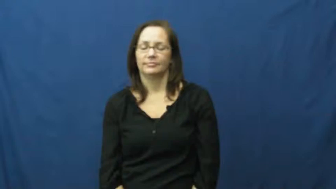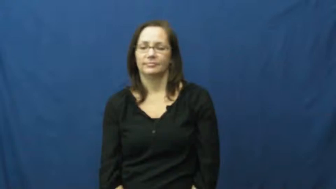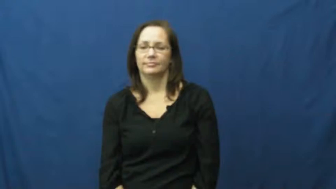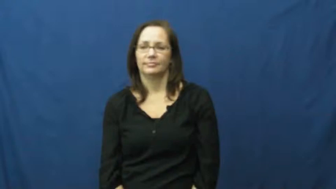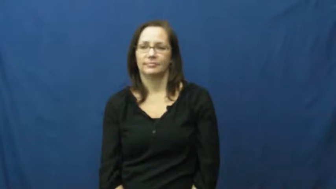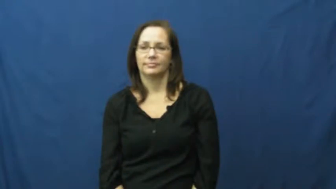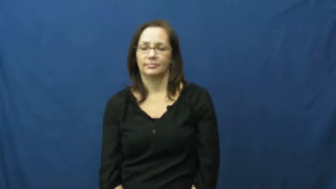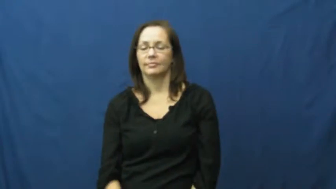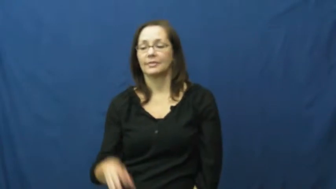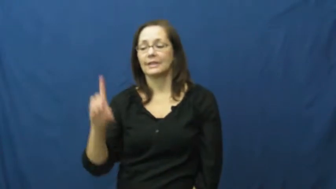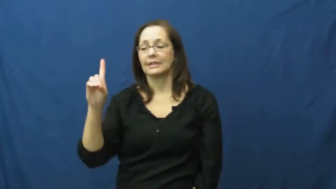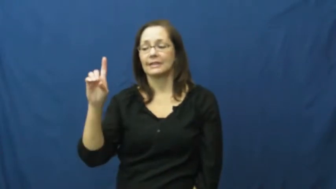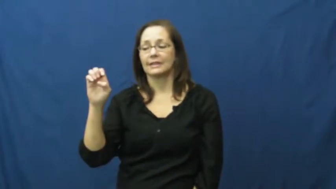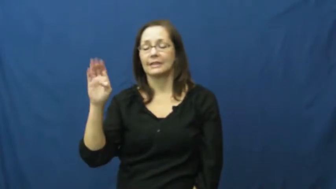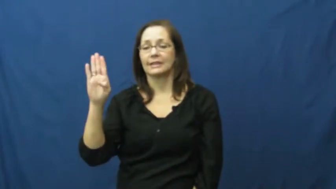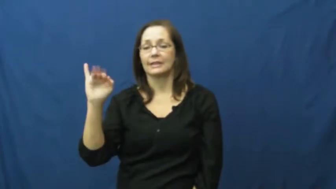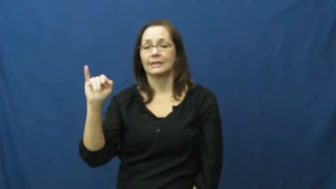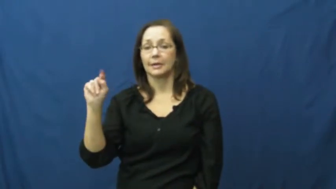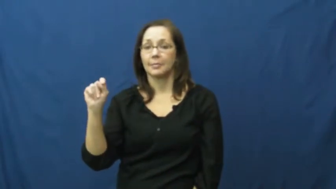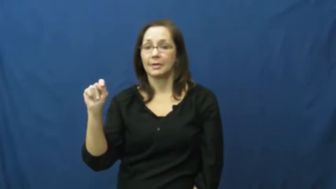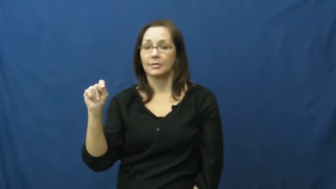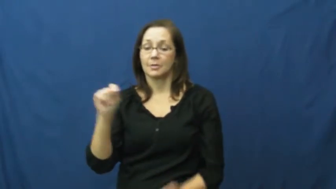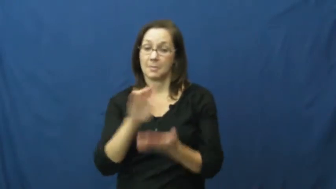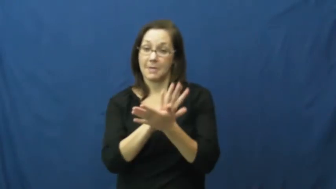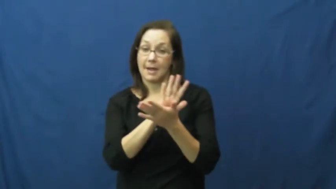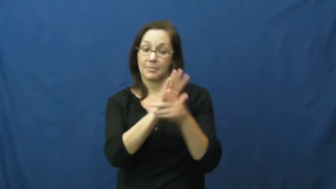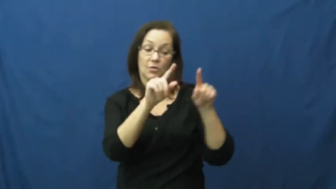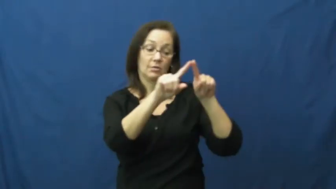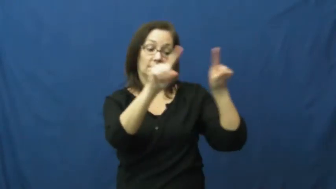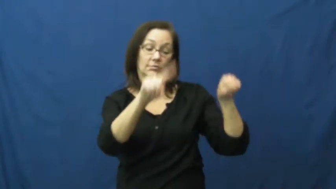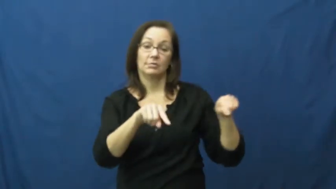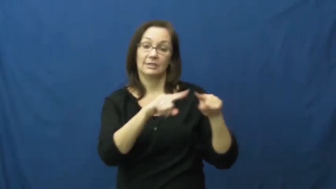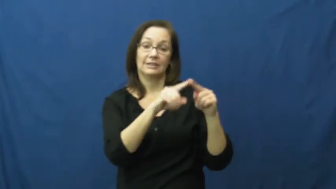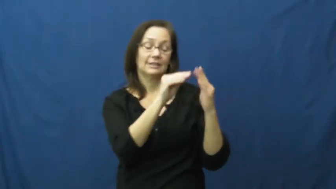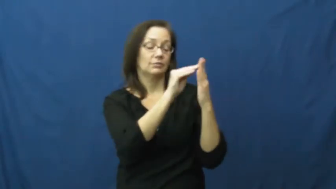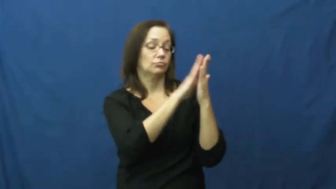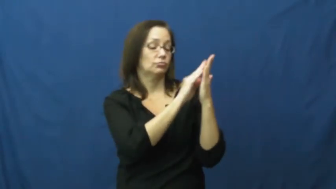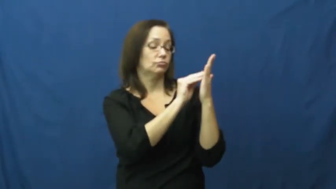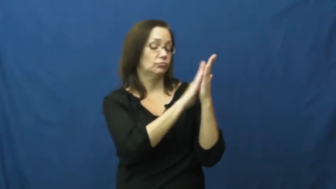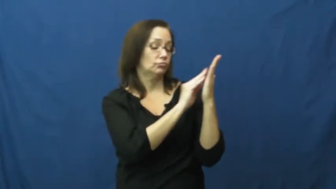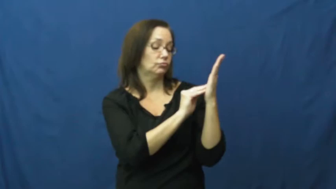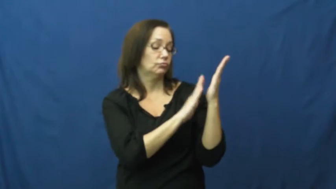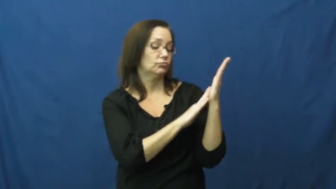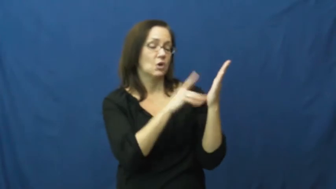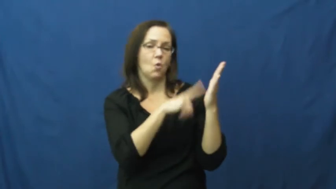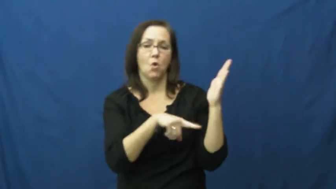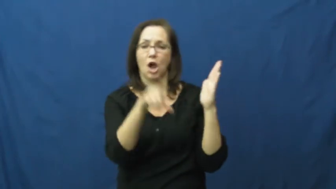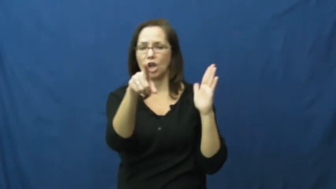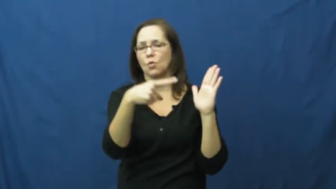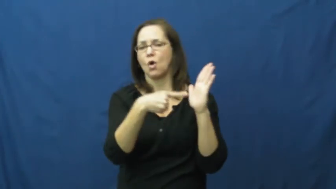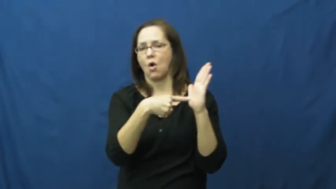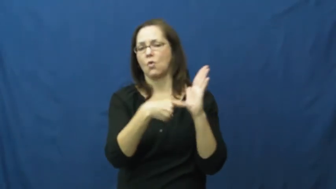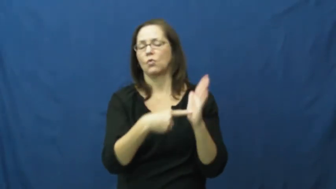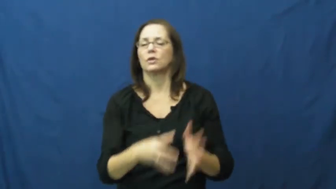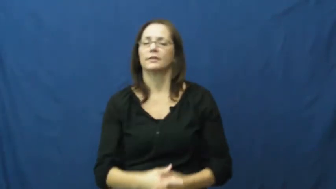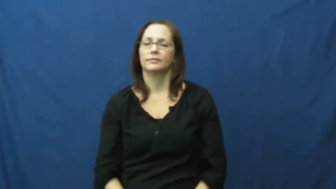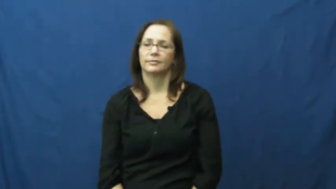debit